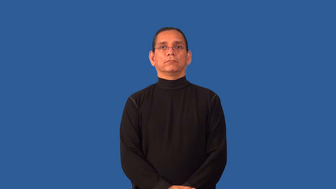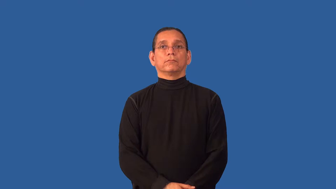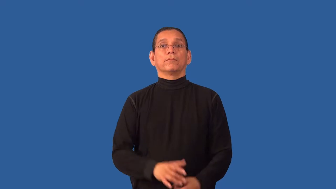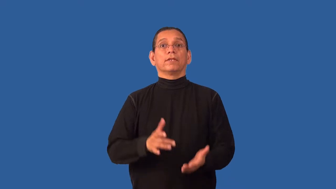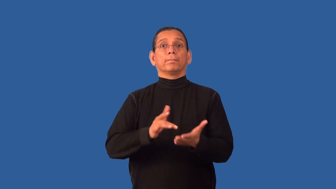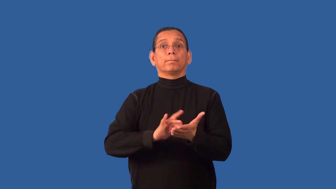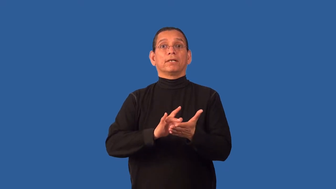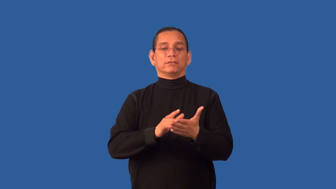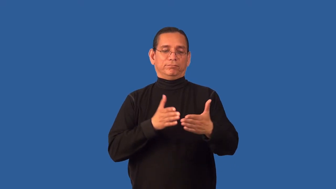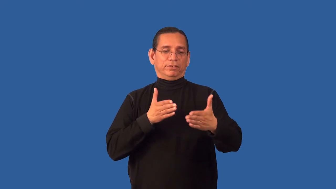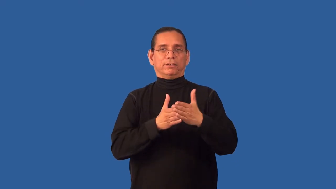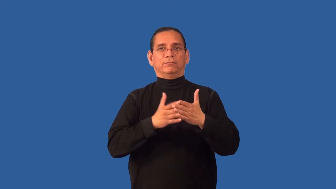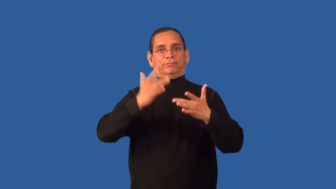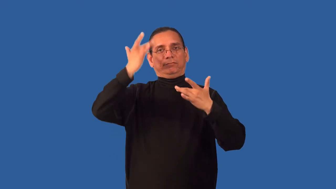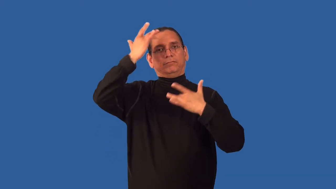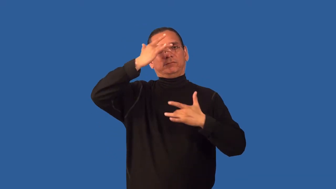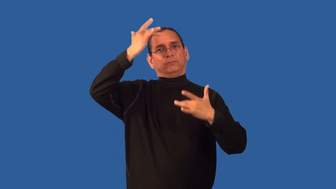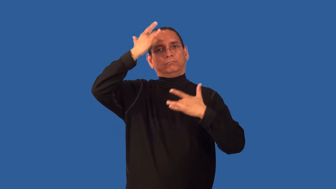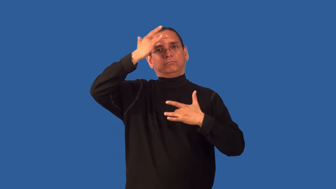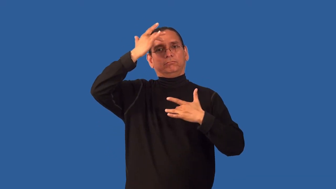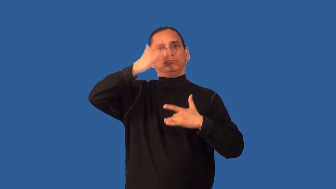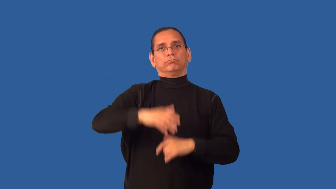antiviral